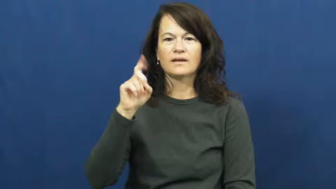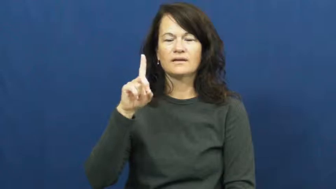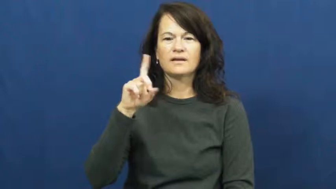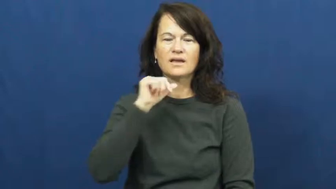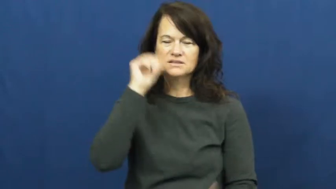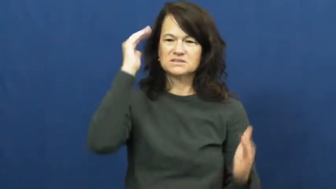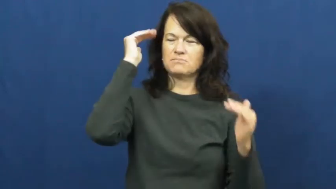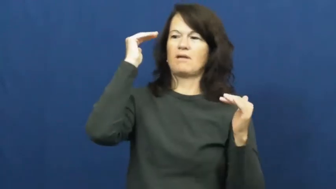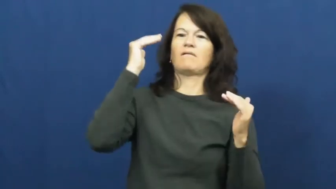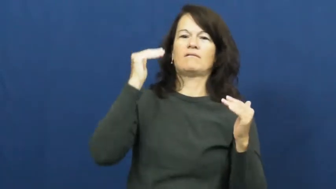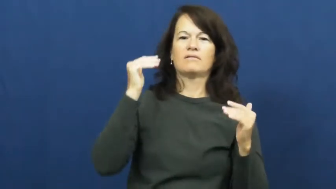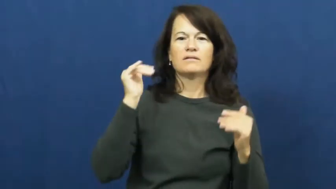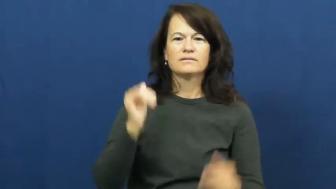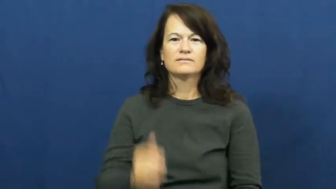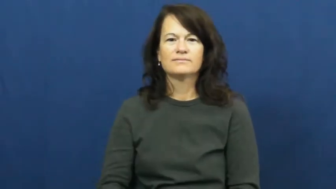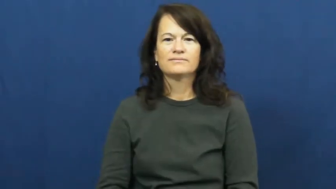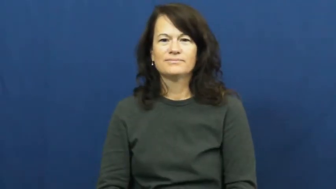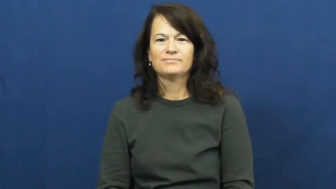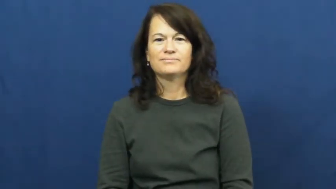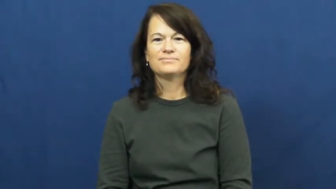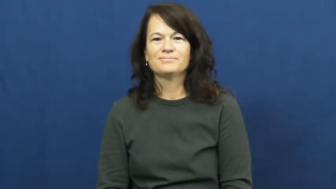unexpected,accidental,adventitious,supervention,unwonted,by chance